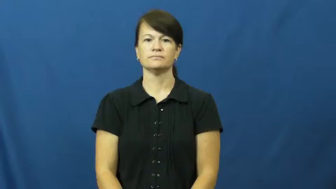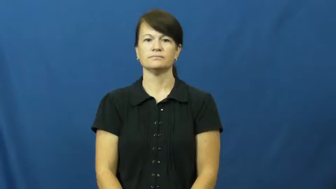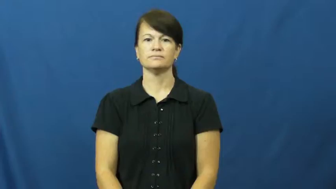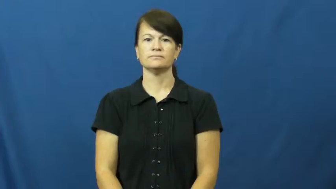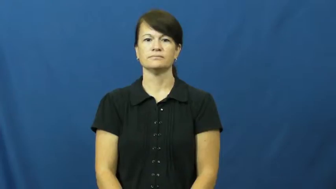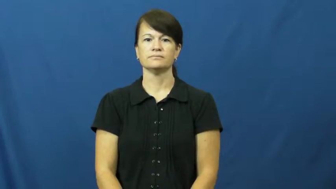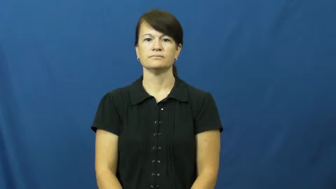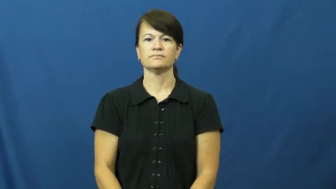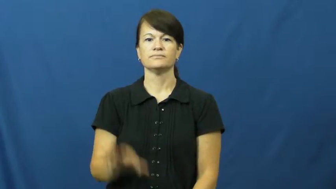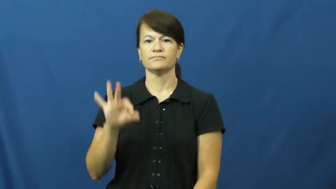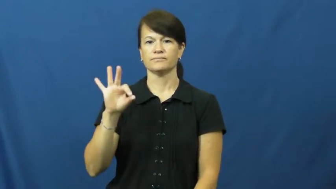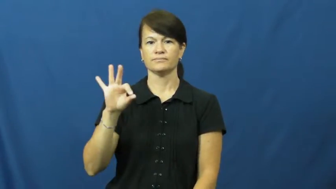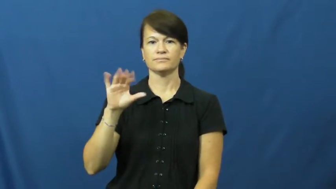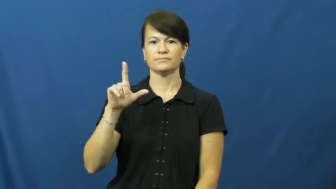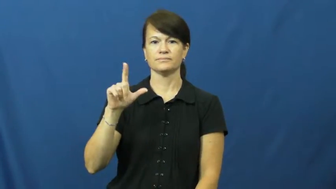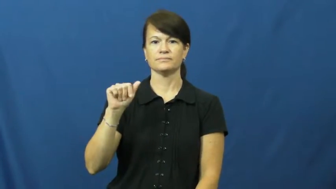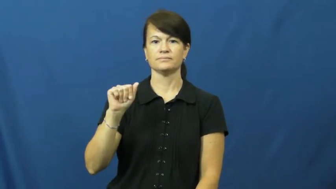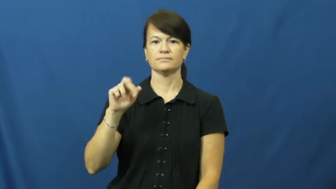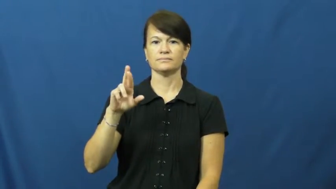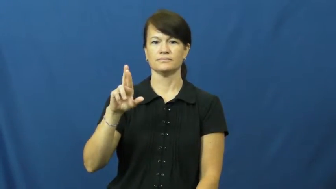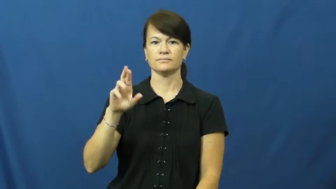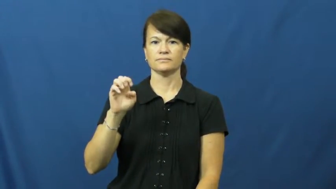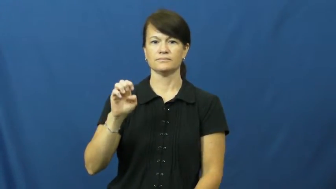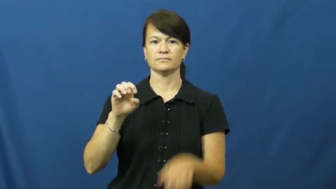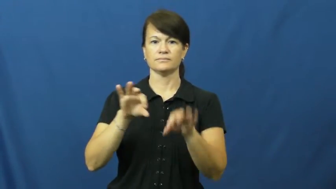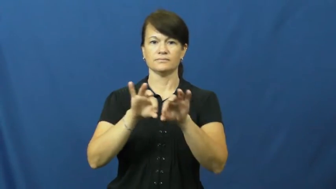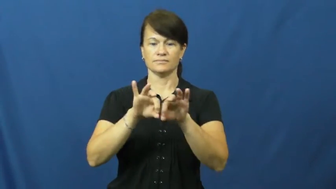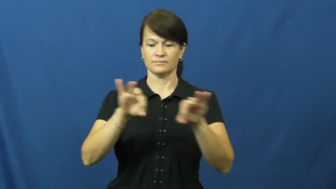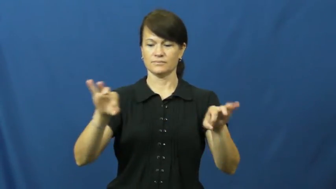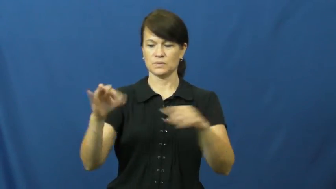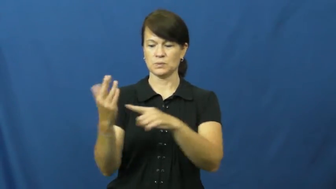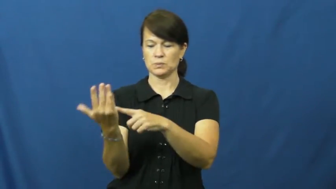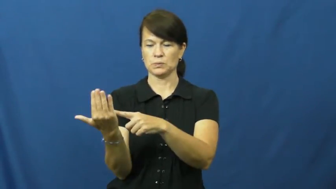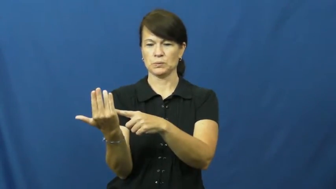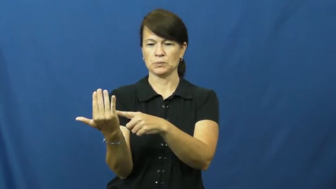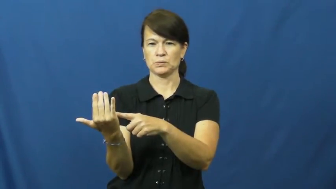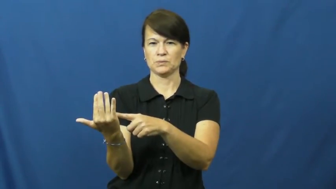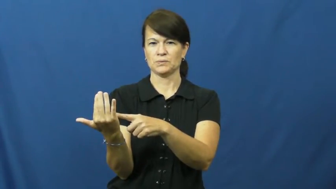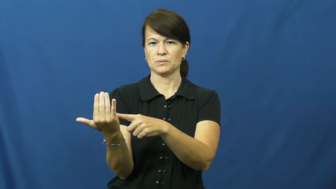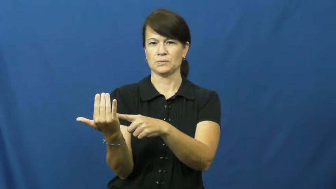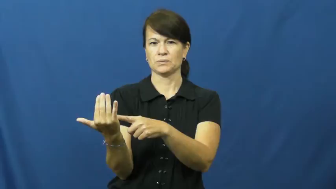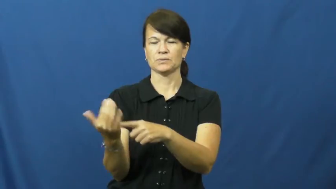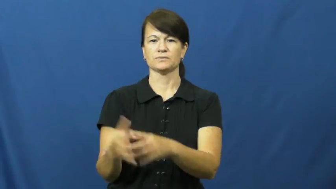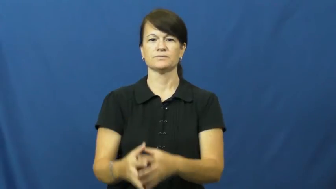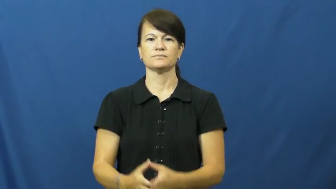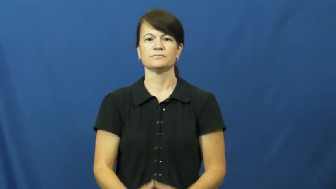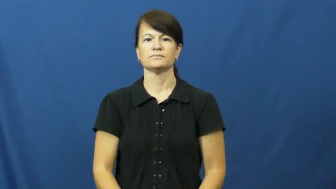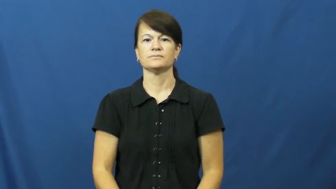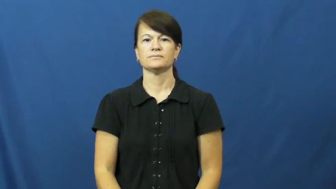flare-emergency